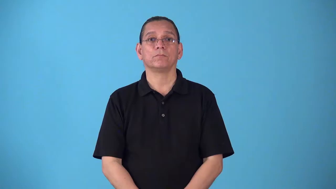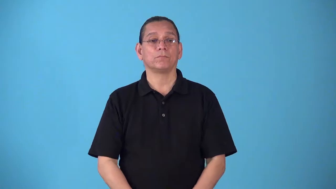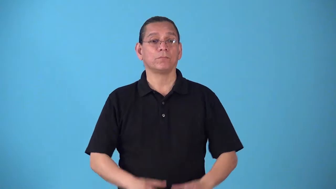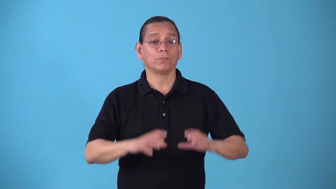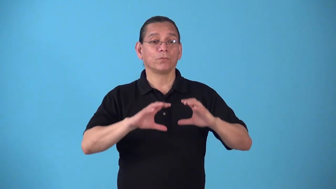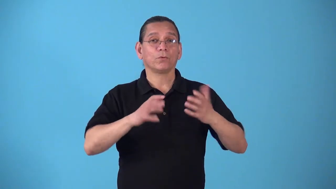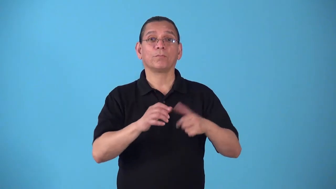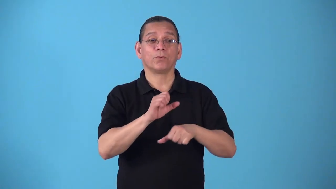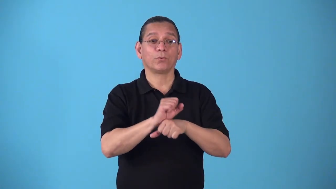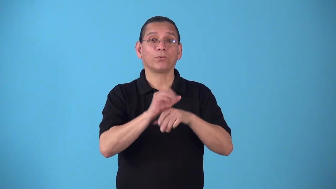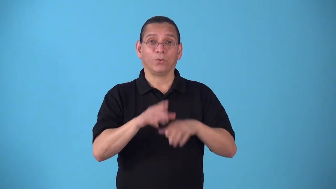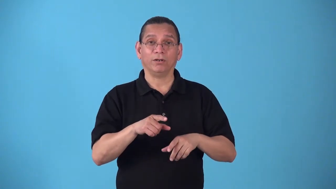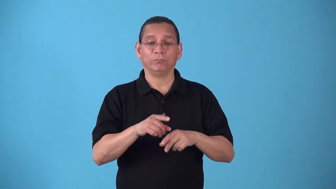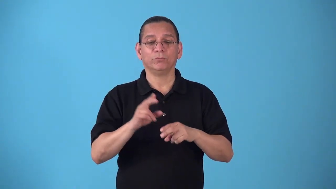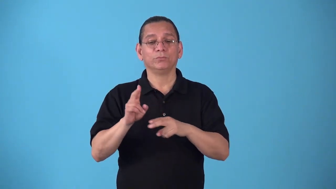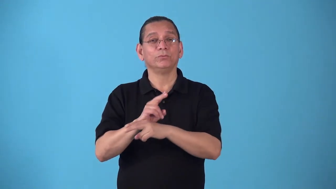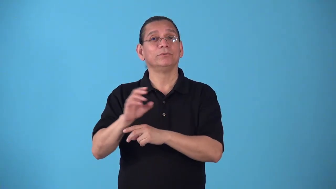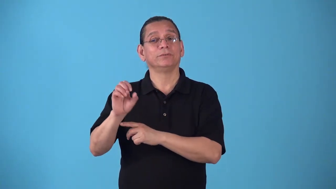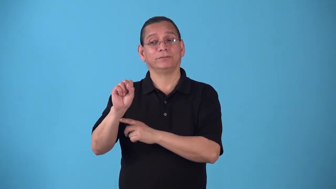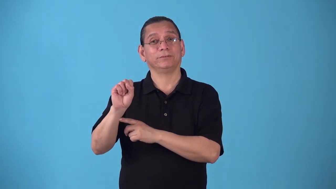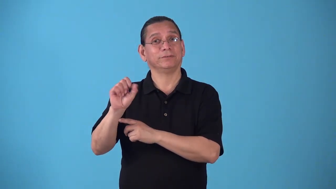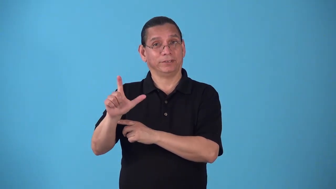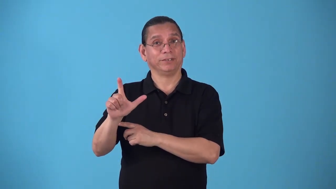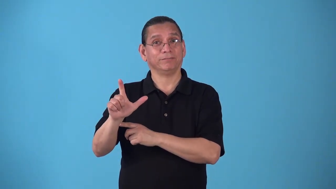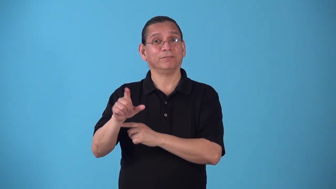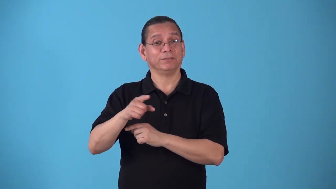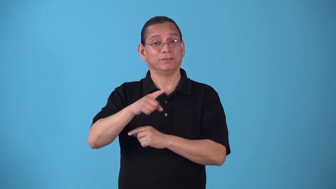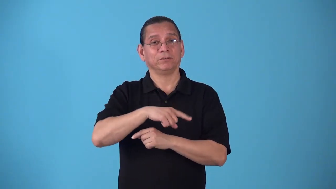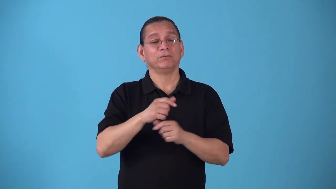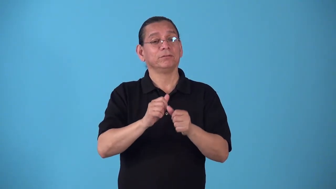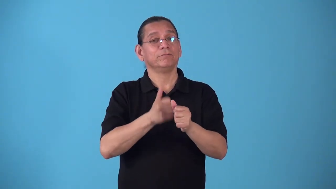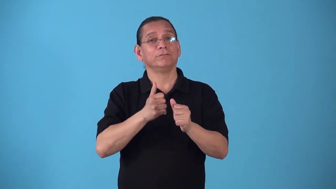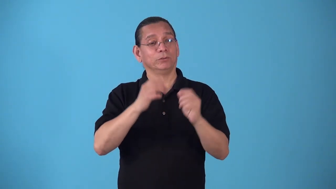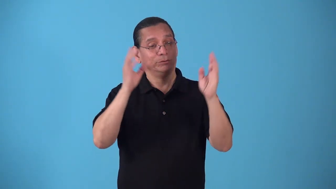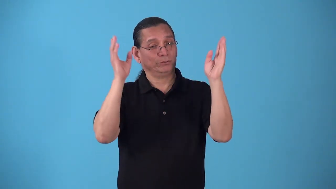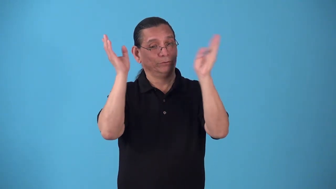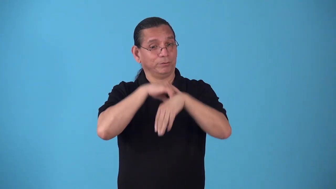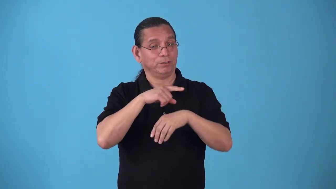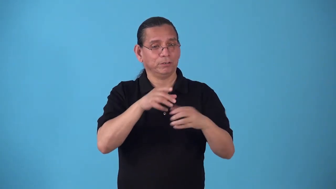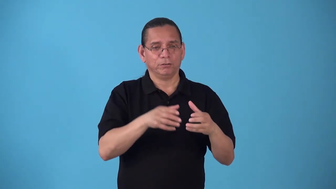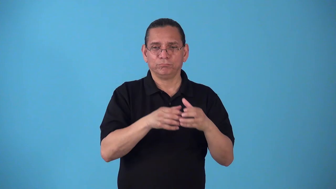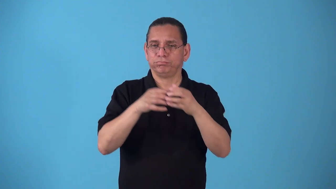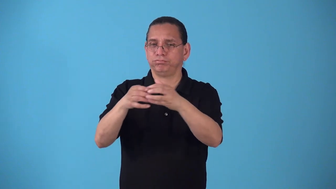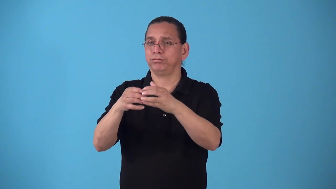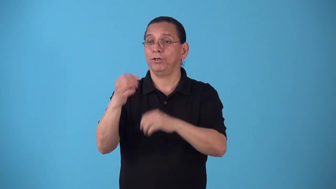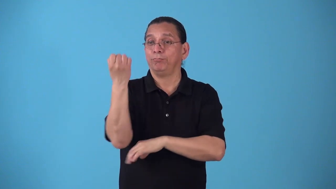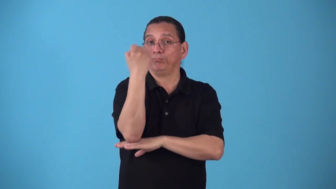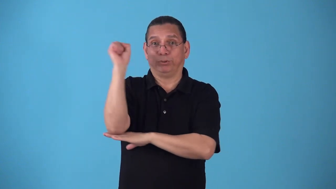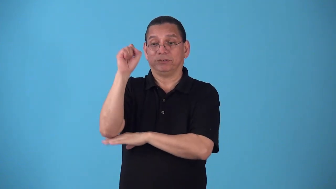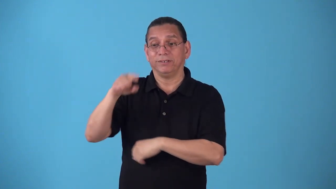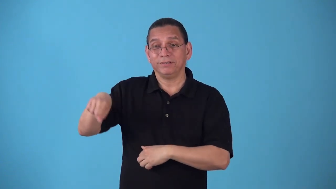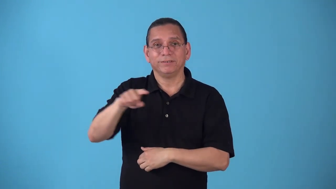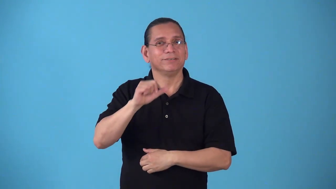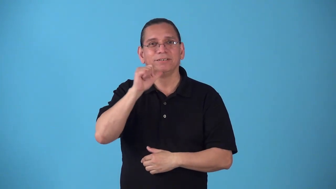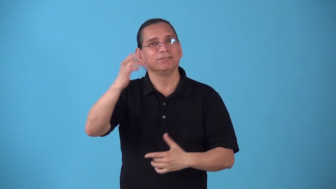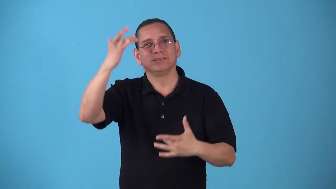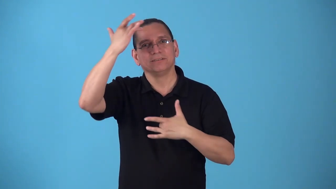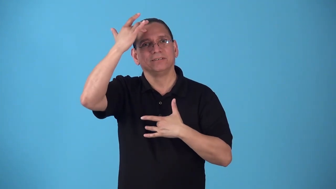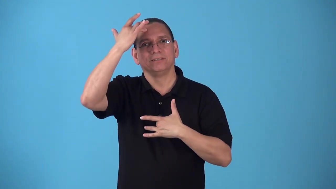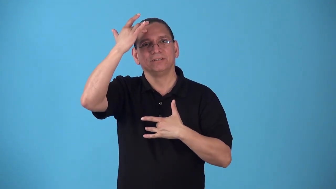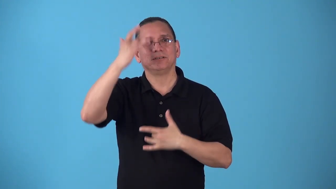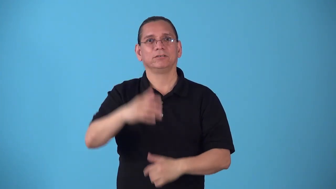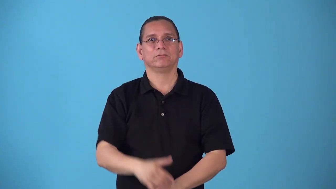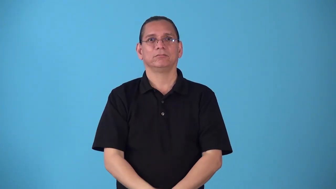sickout